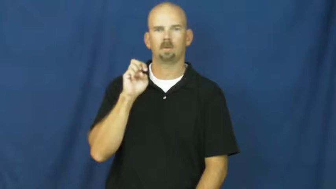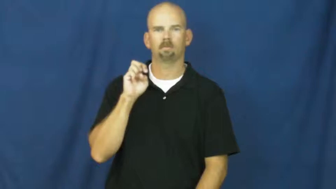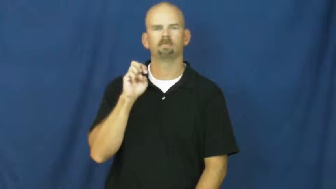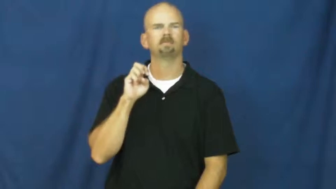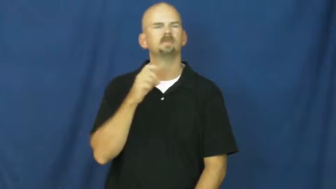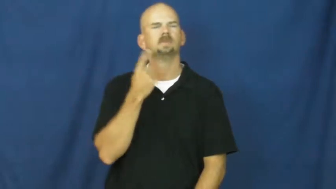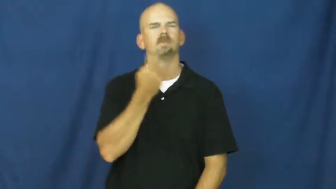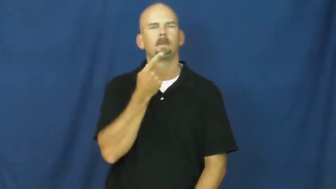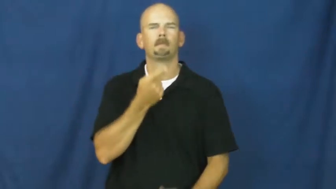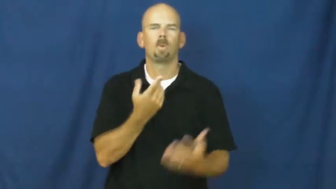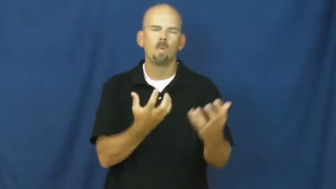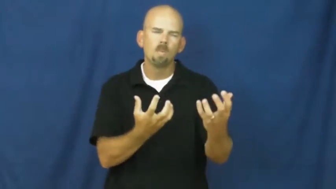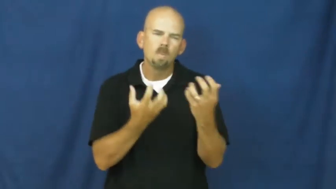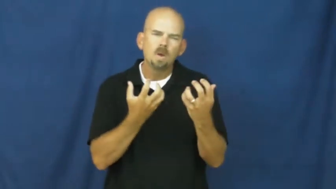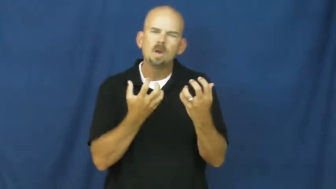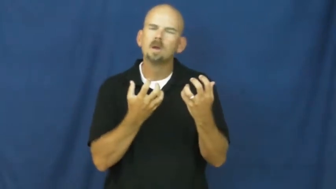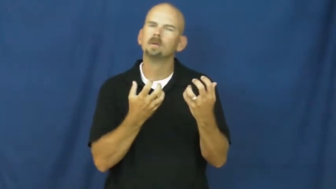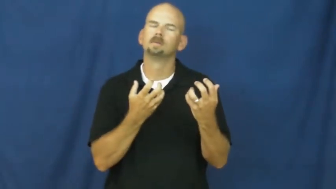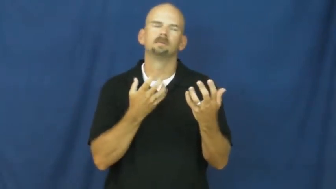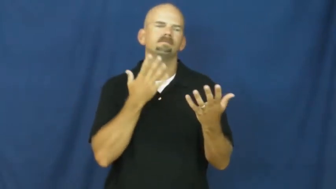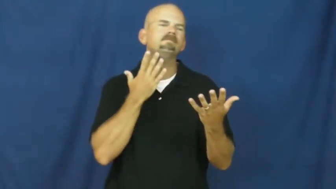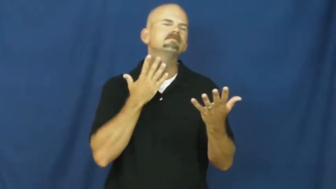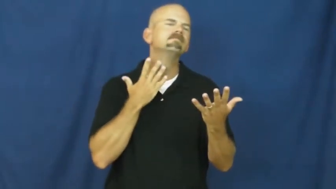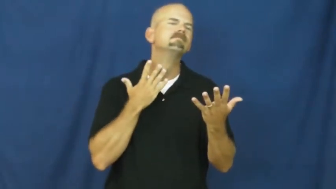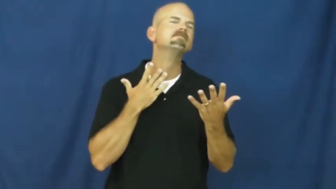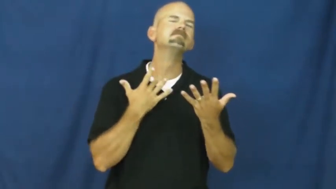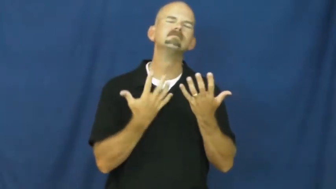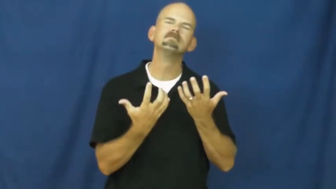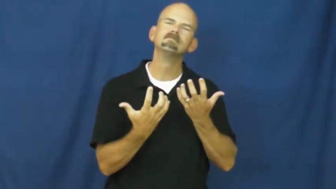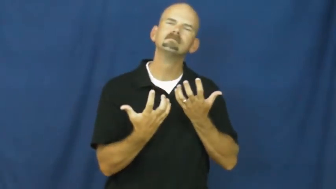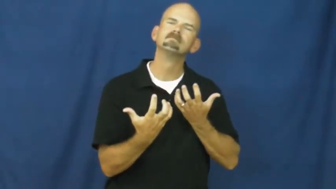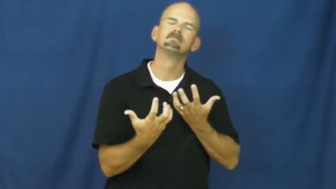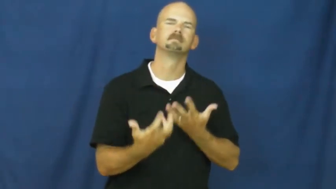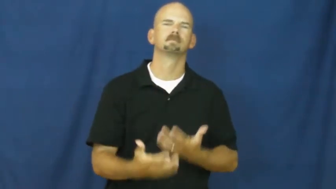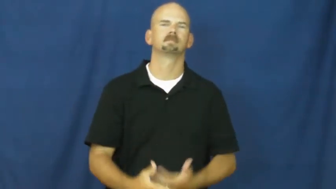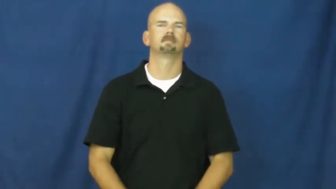attractive,delectable